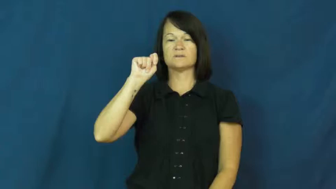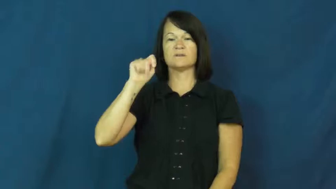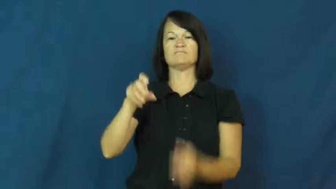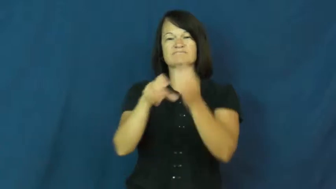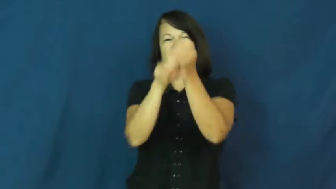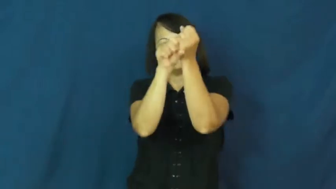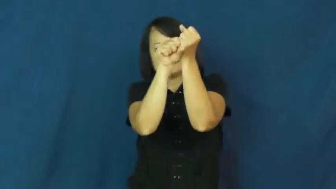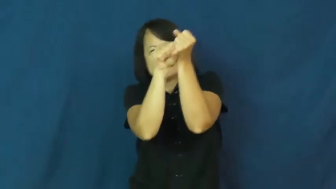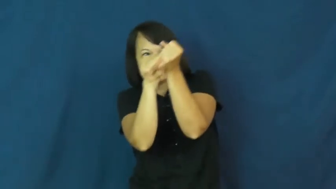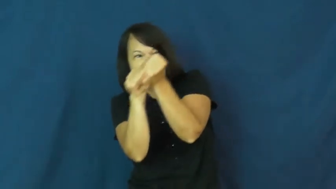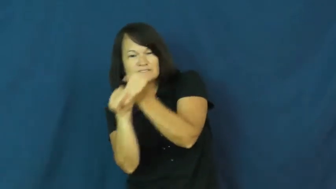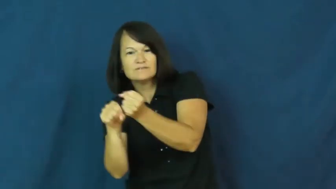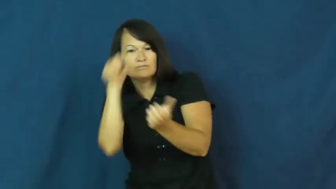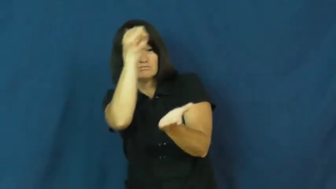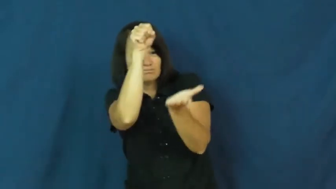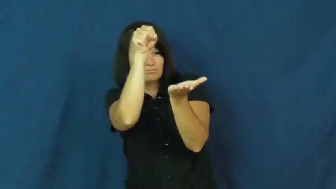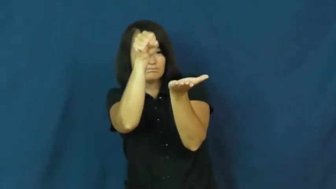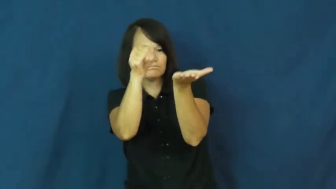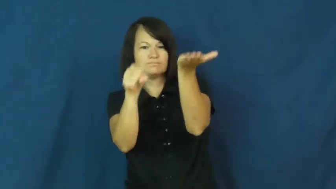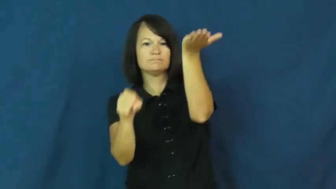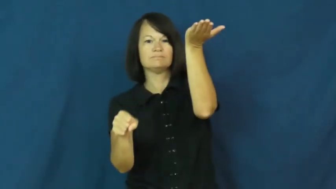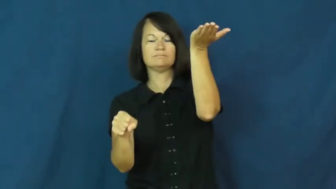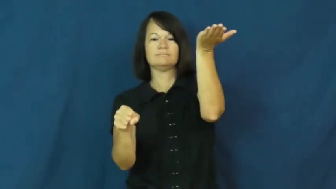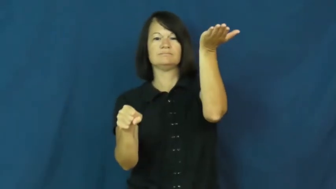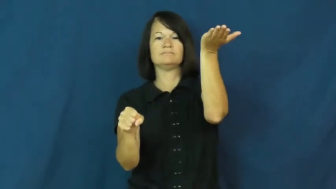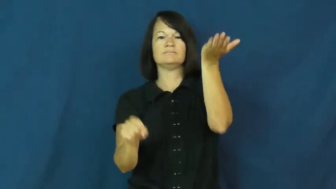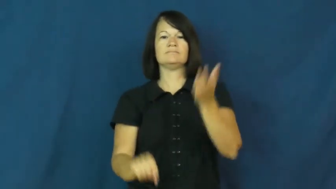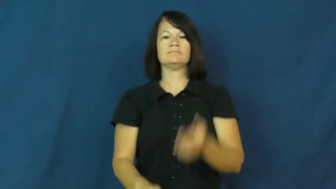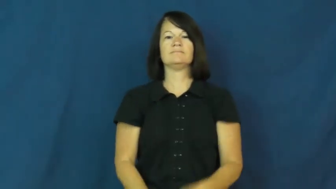hoist,draw